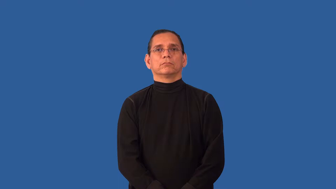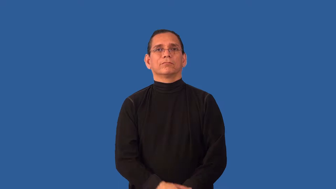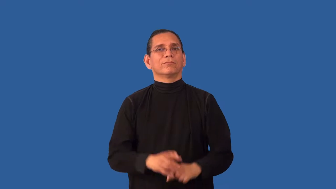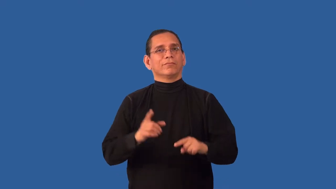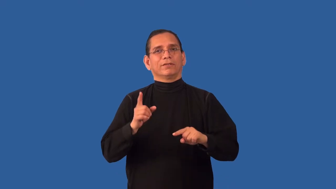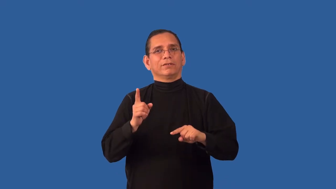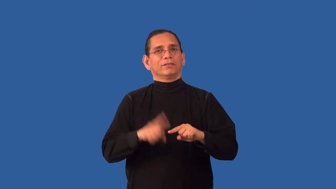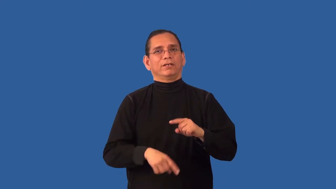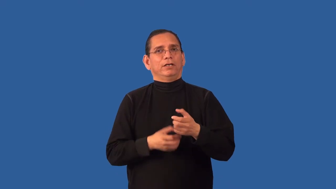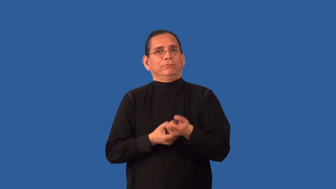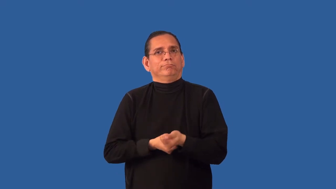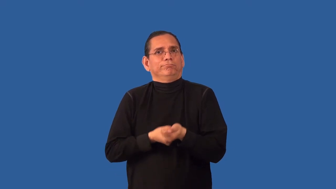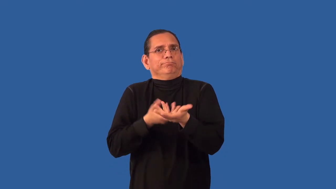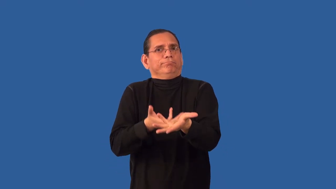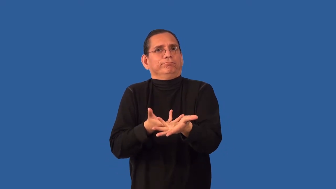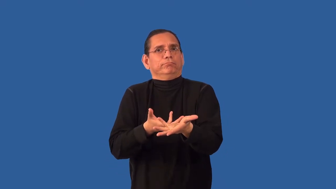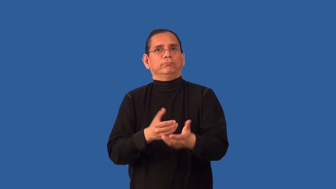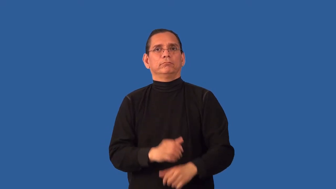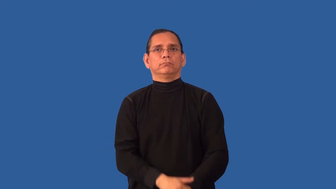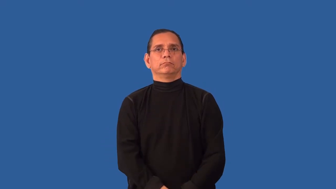unexpressive,inexpressive,inexpressible